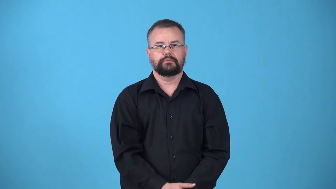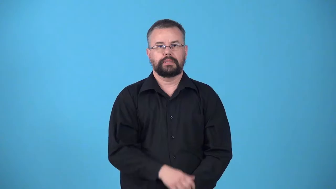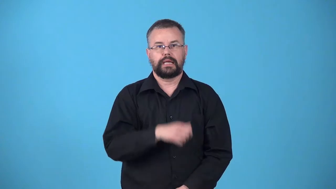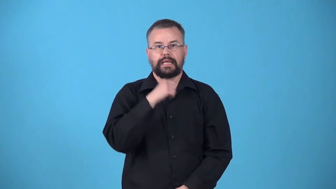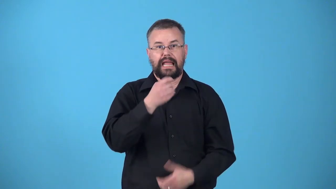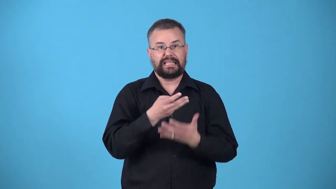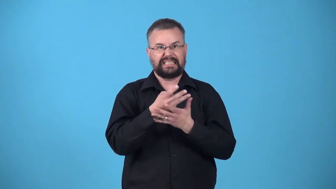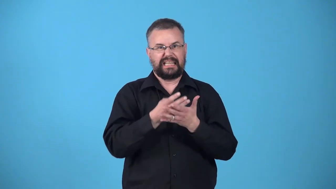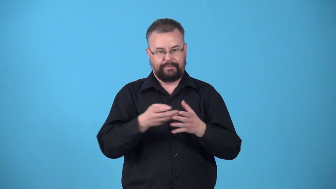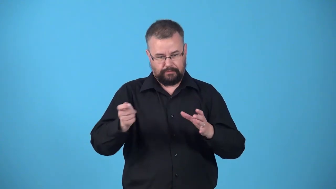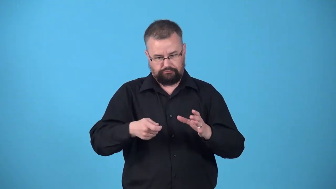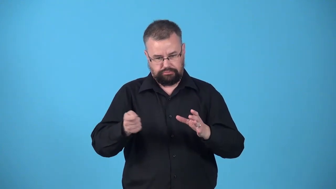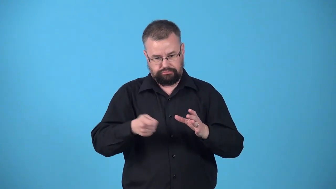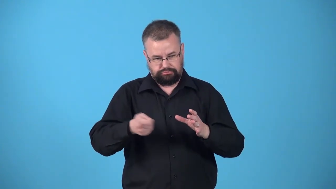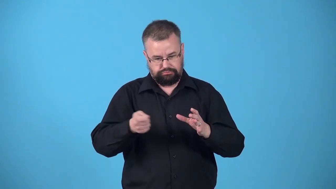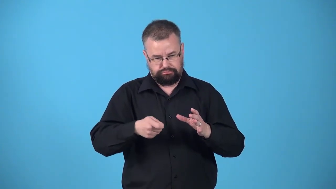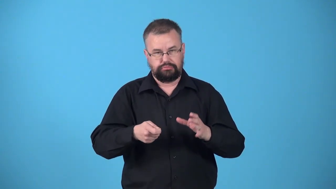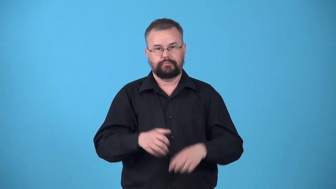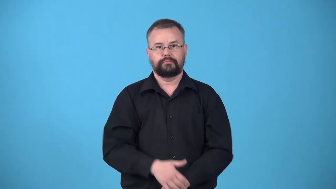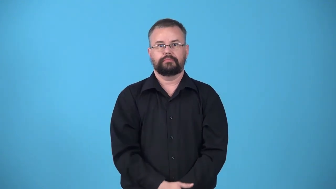unsifted